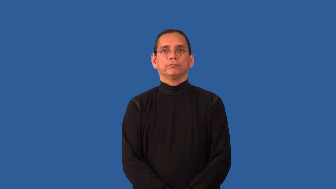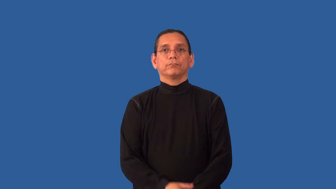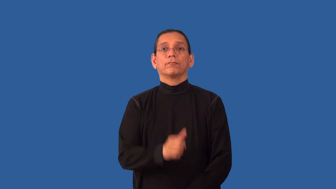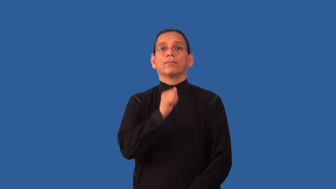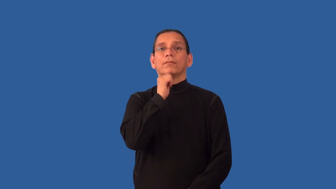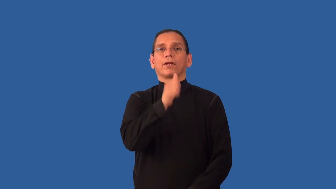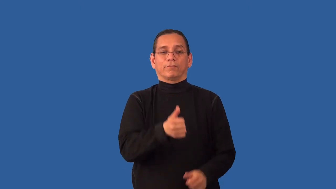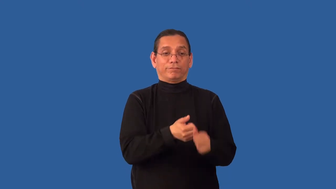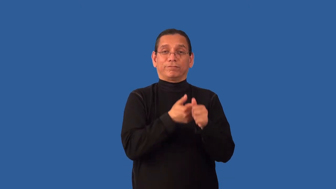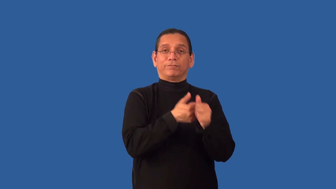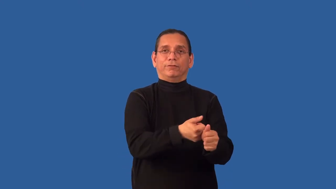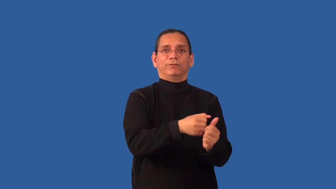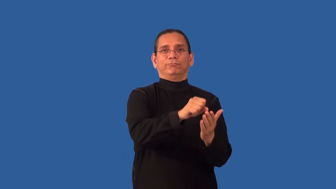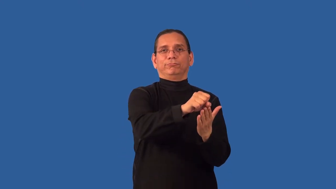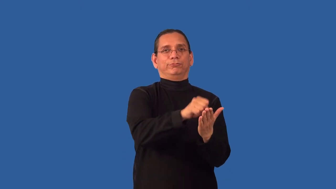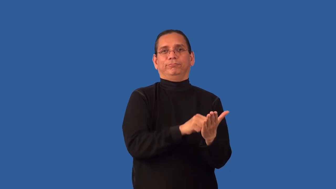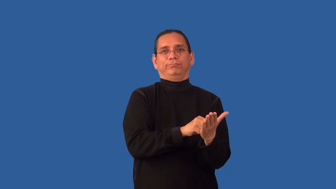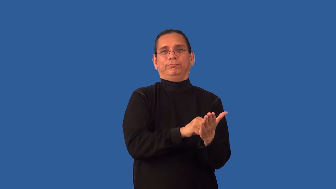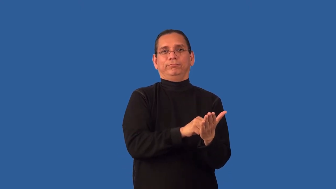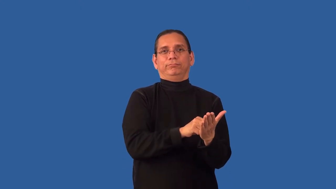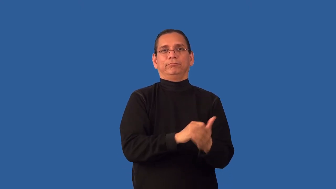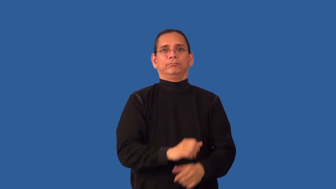unscripted